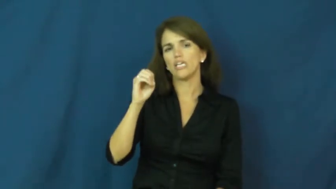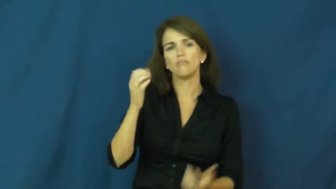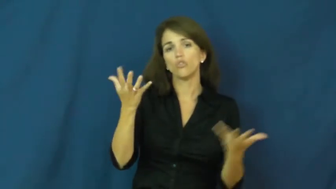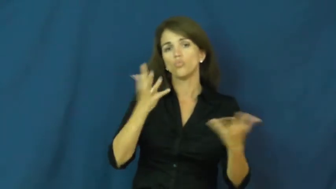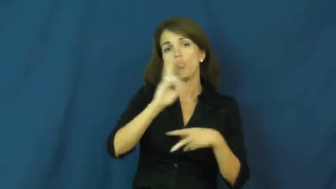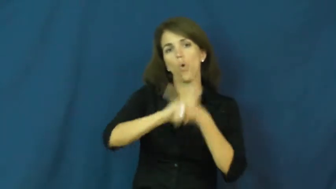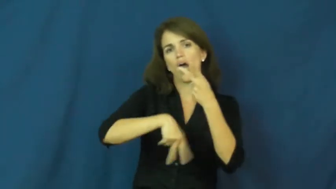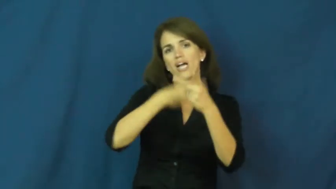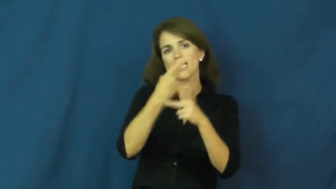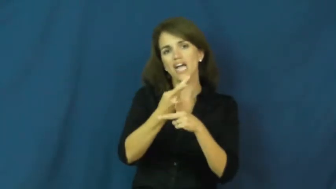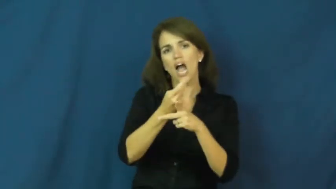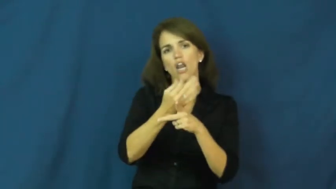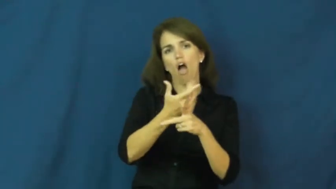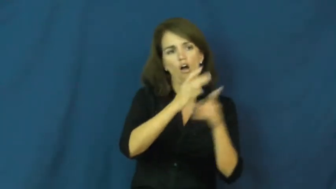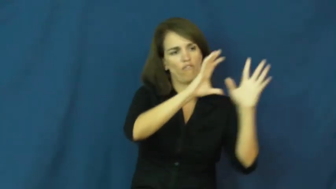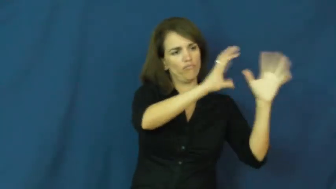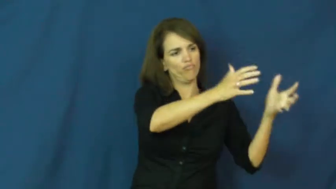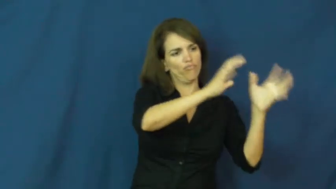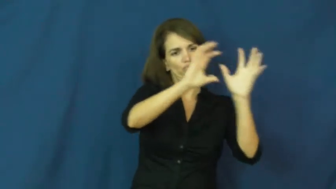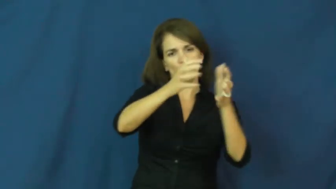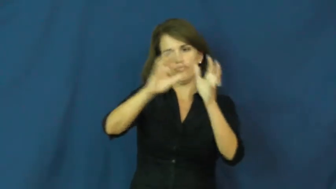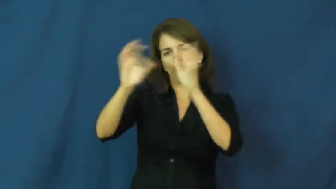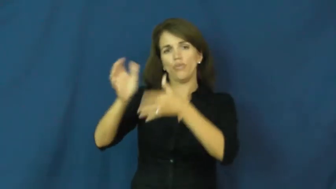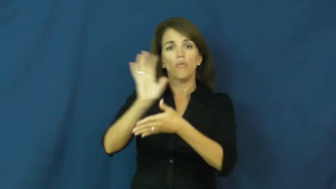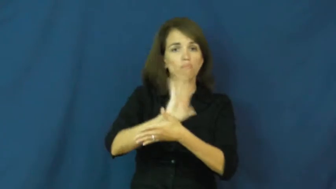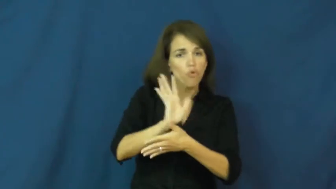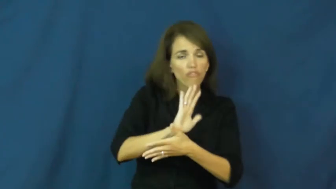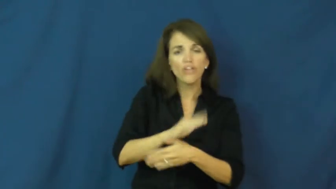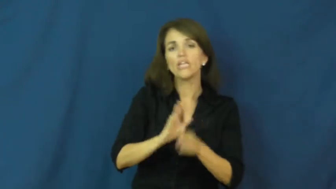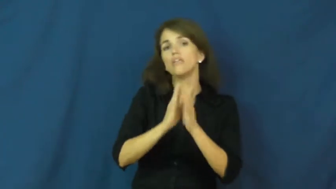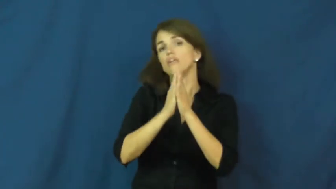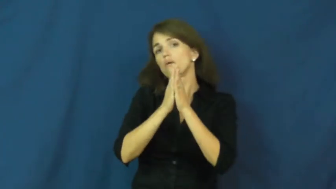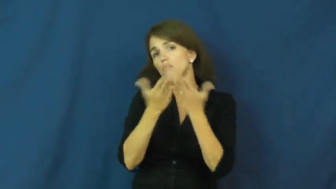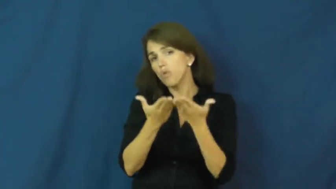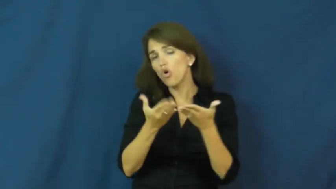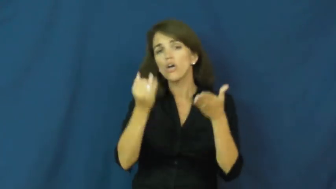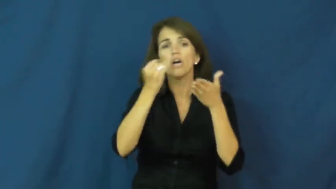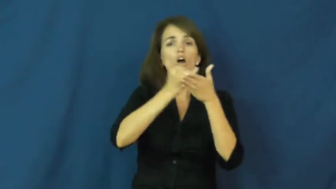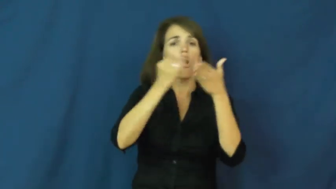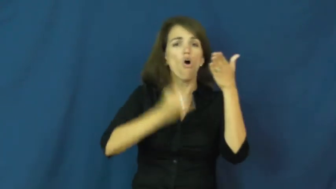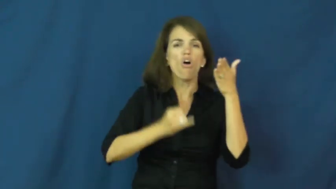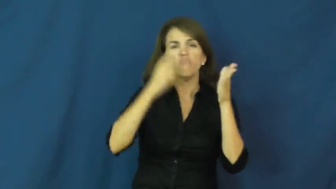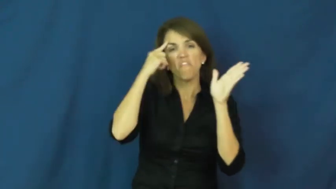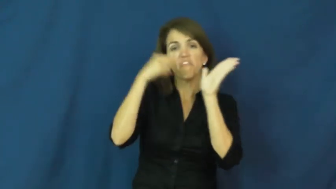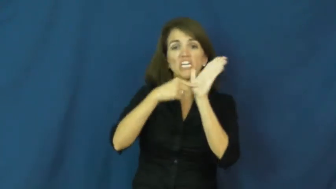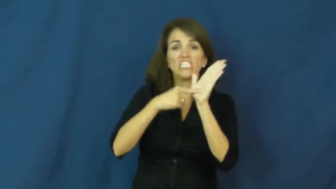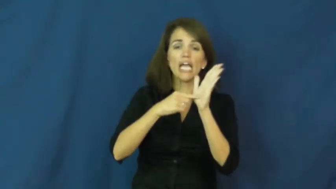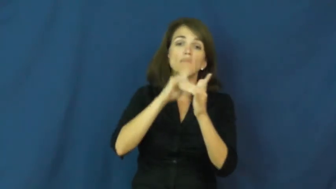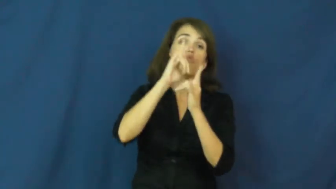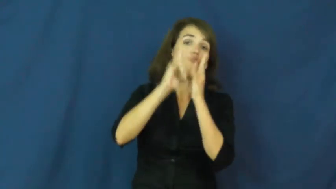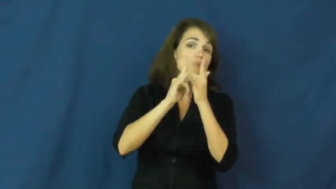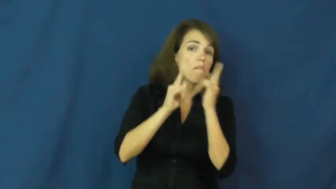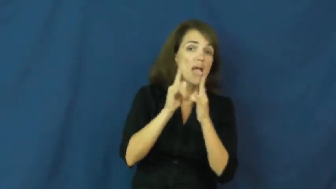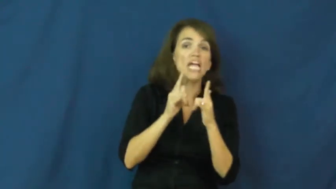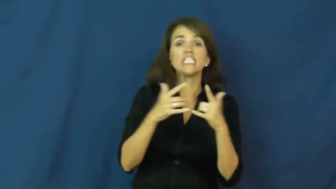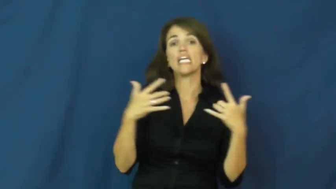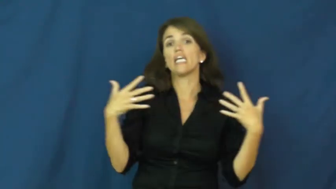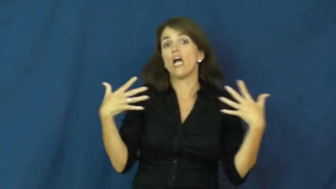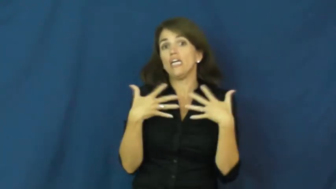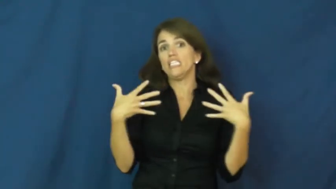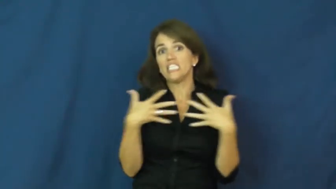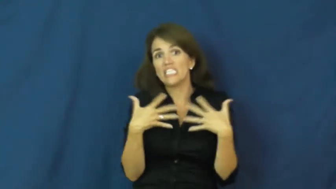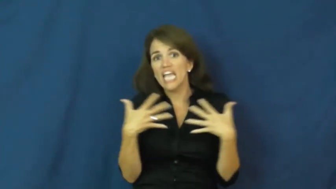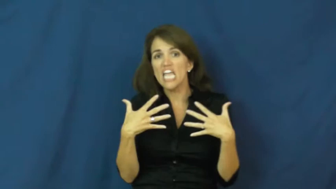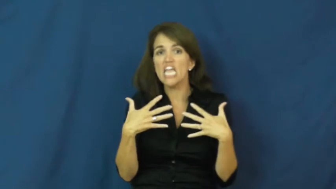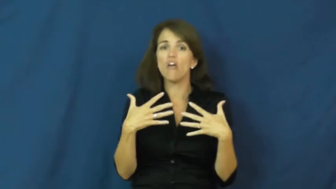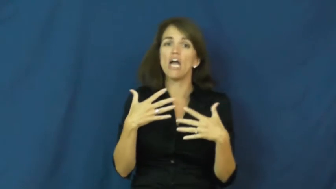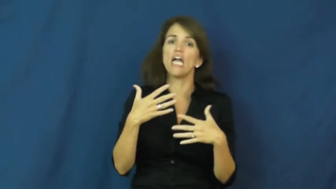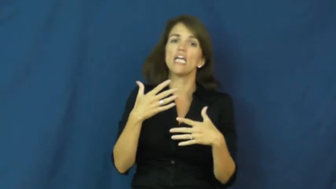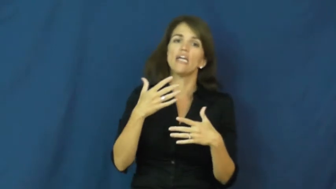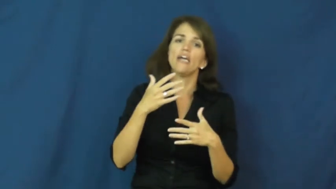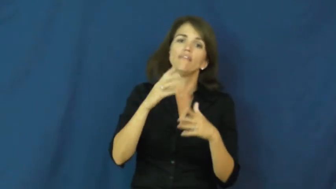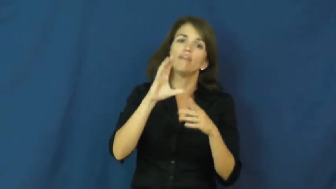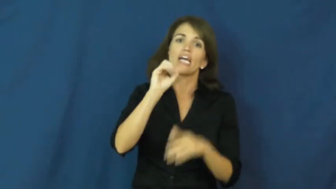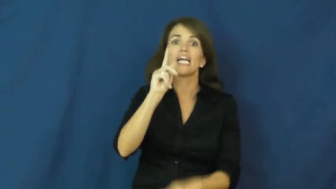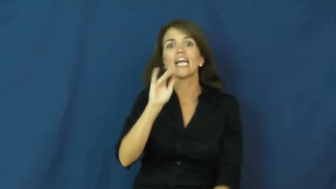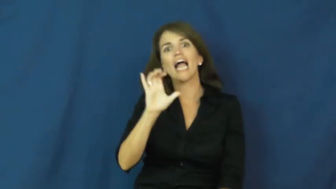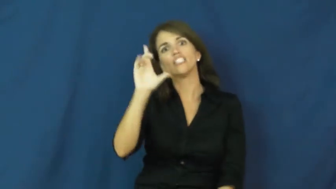genre